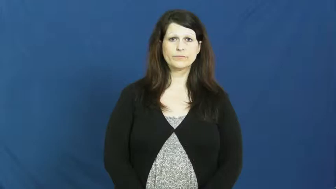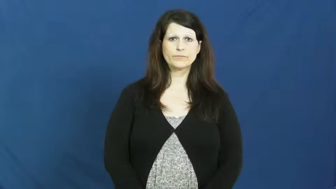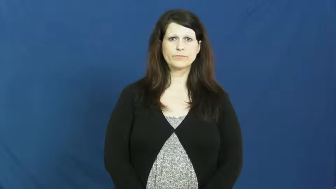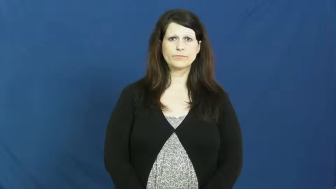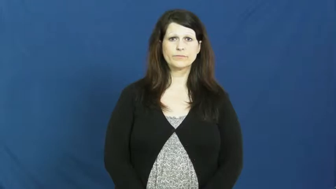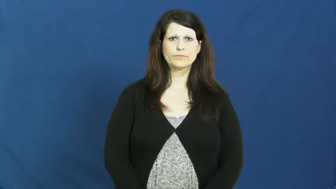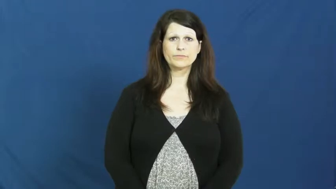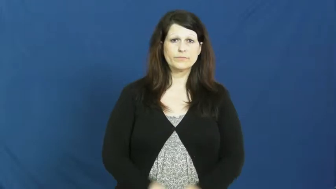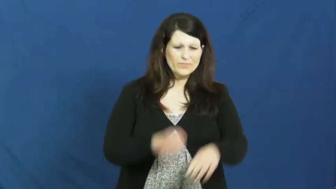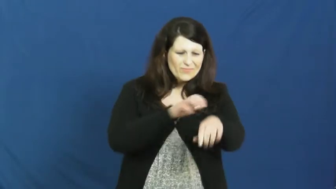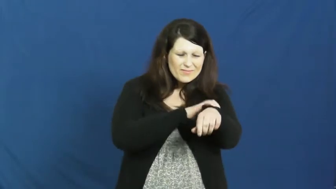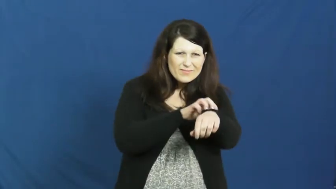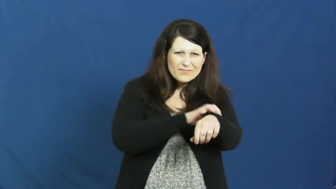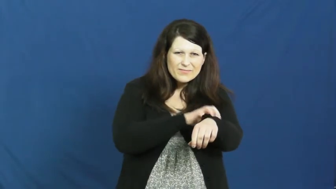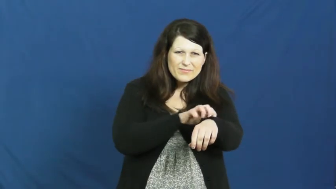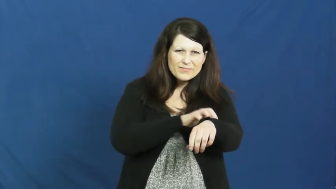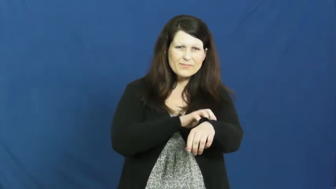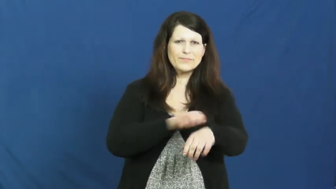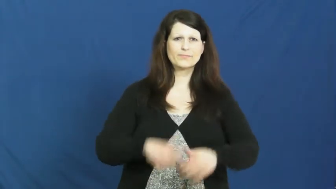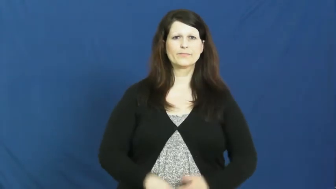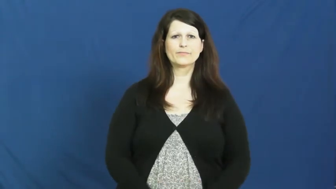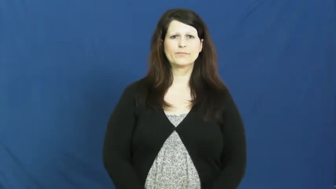itch,itchy,scratch,scratchy,yuck